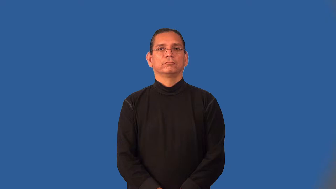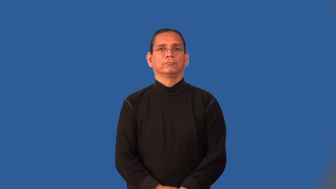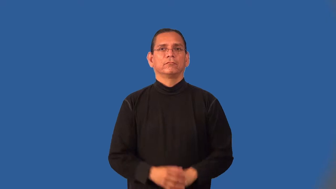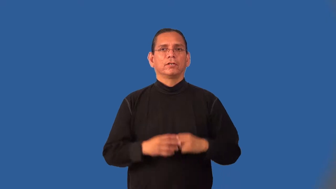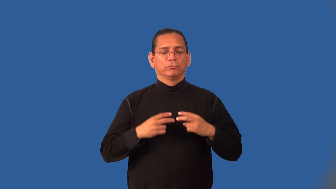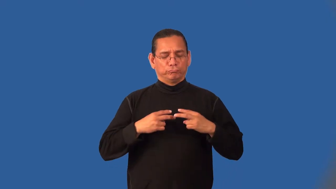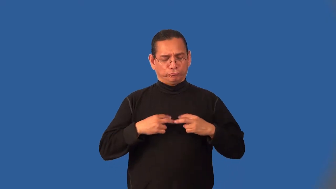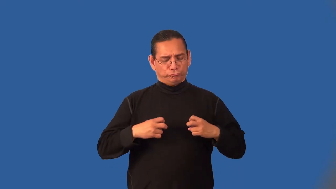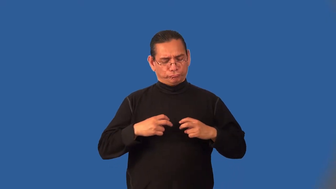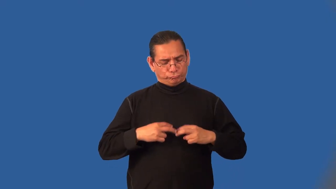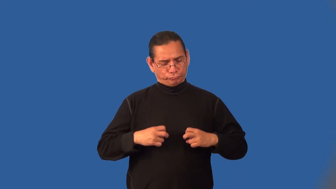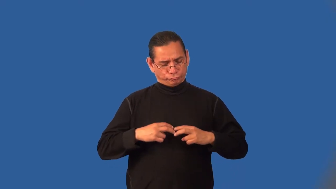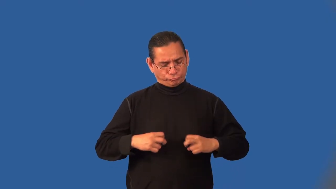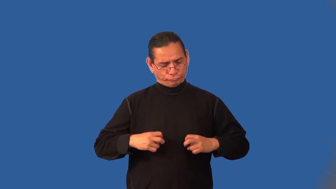introspection